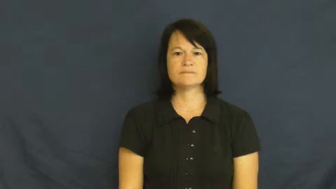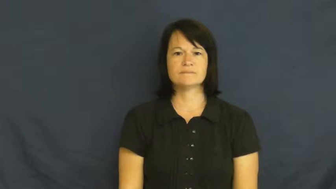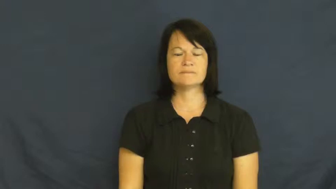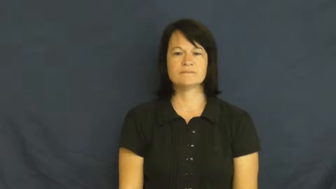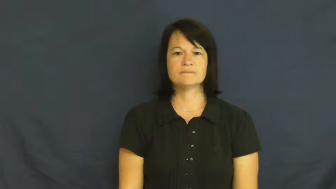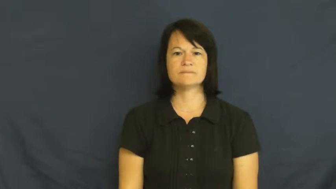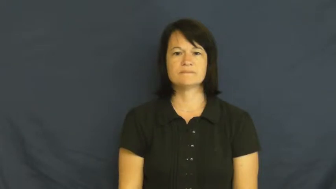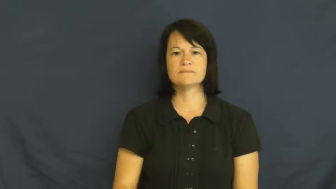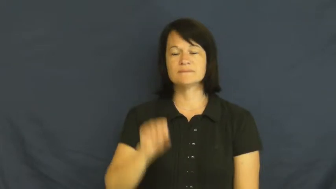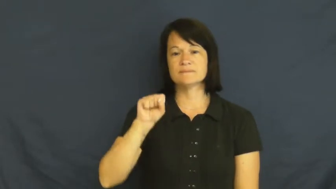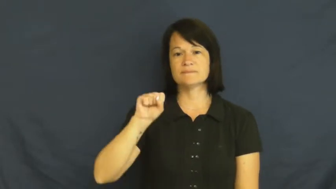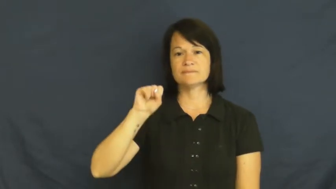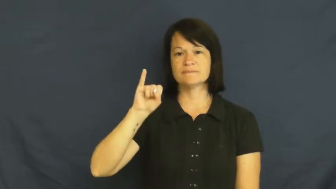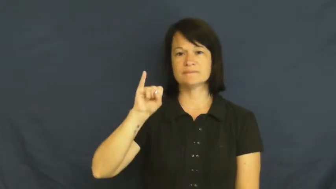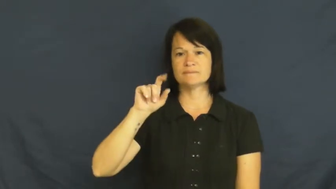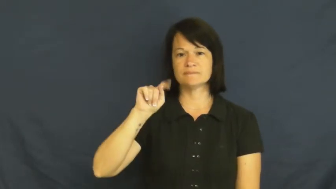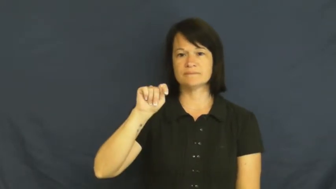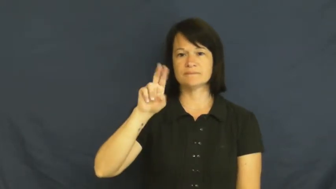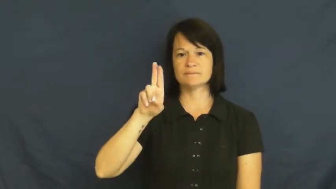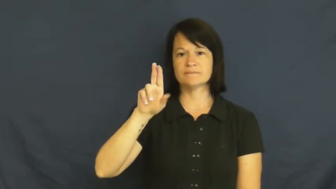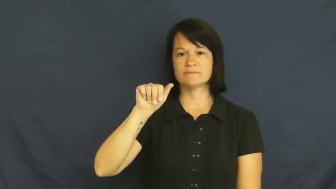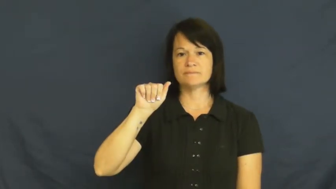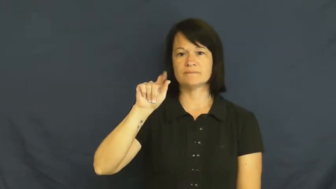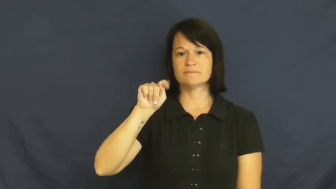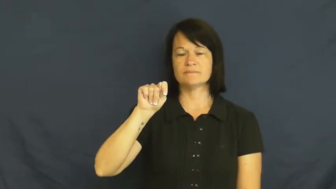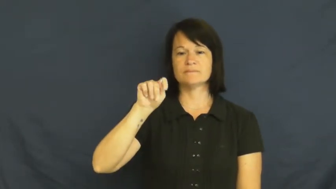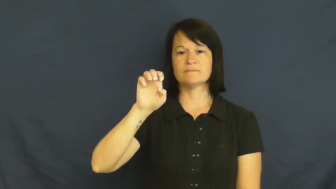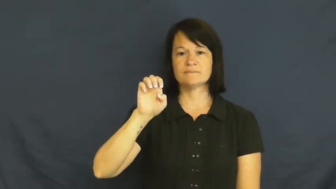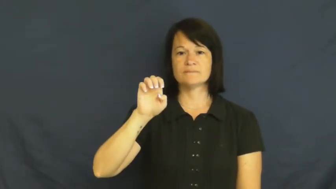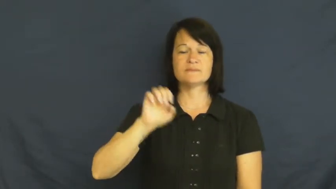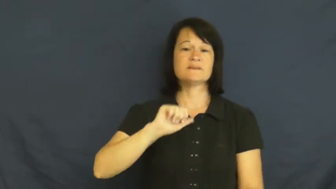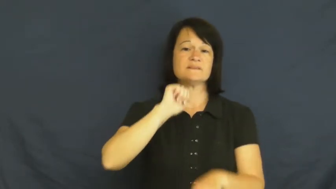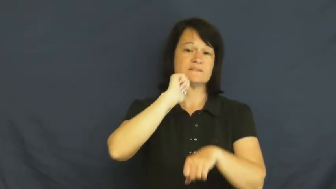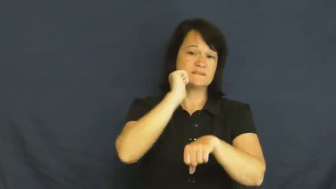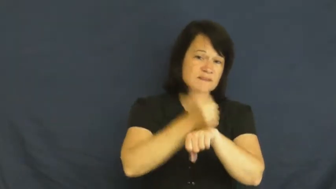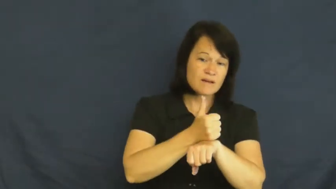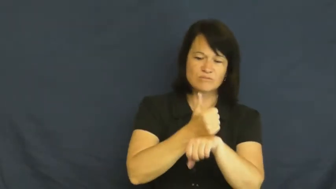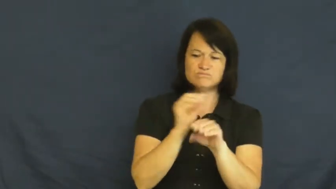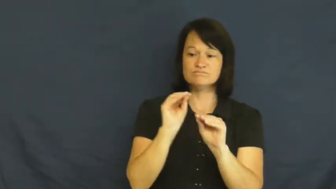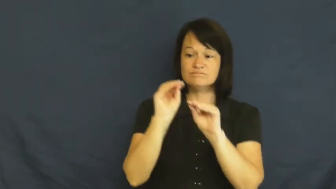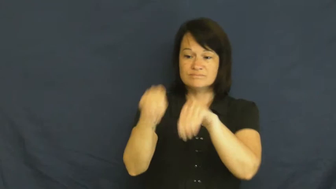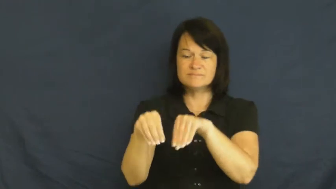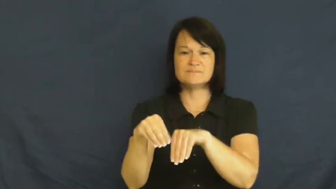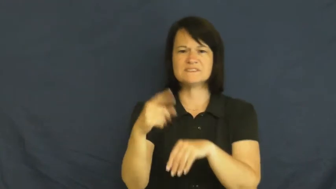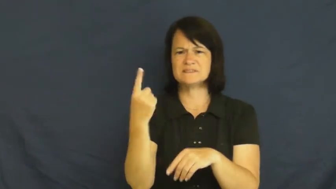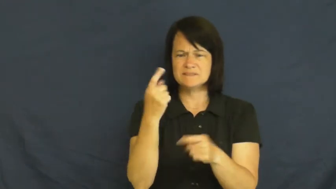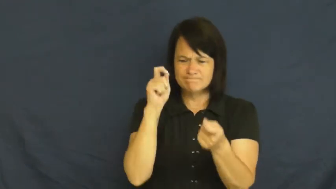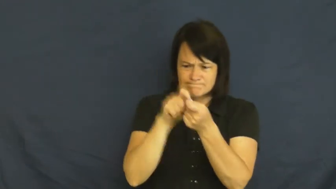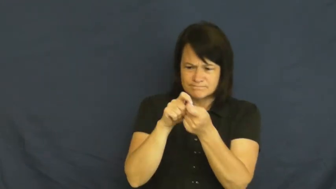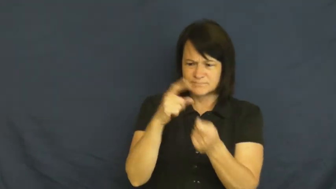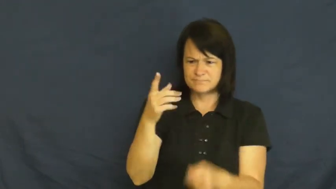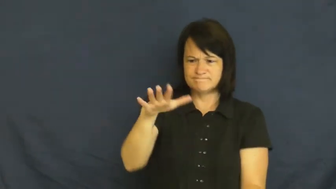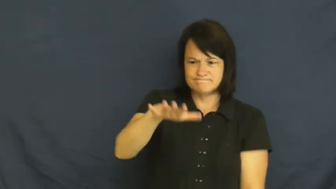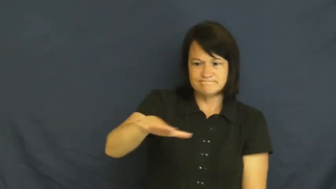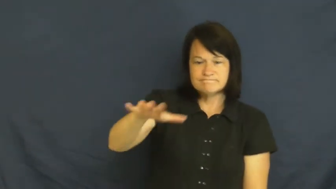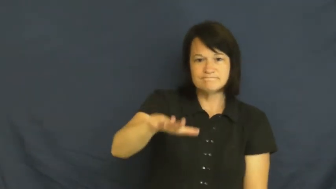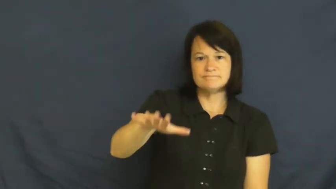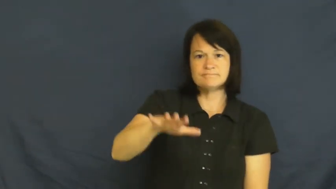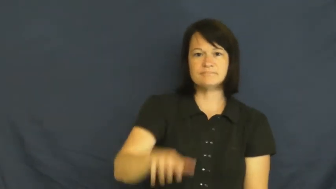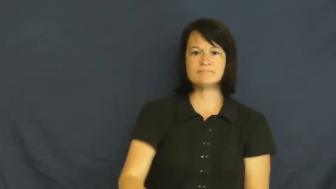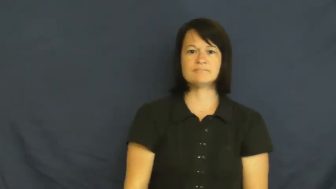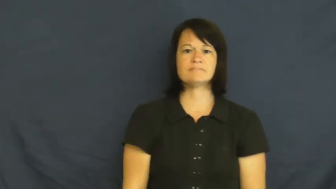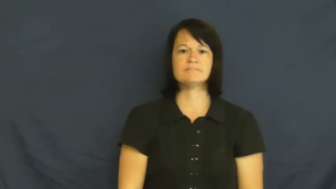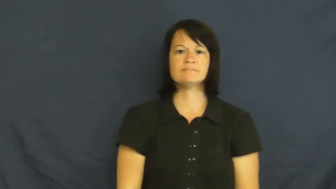situate